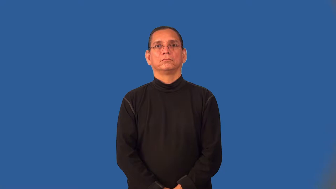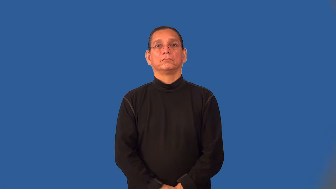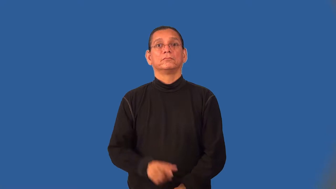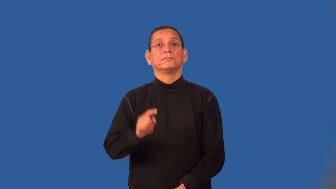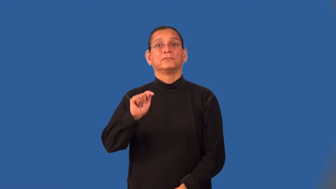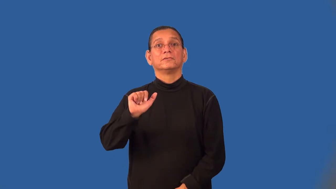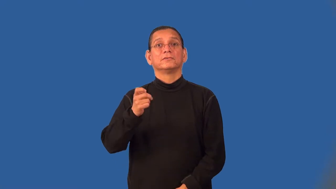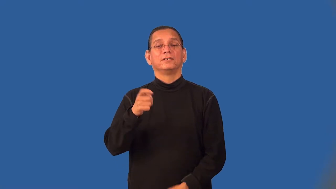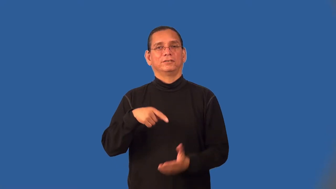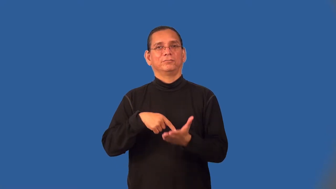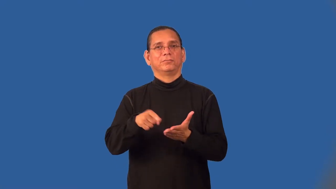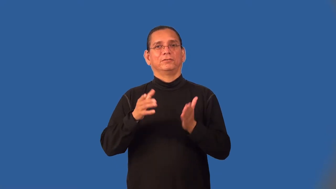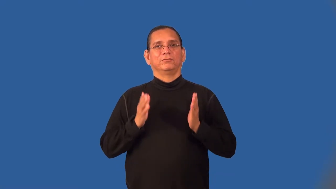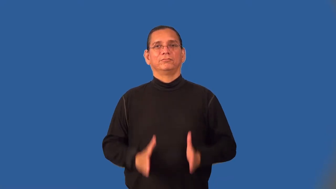taxpayer